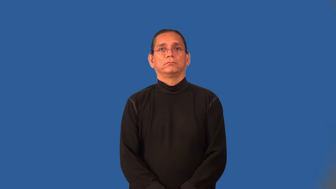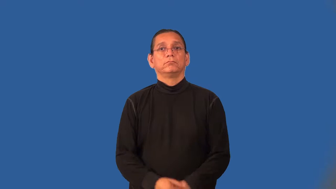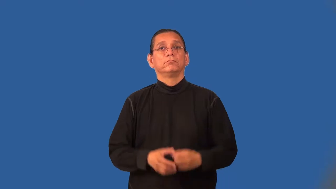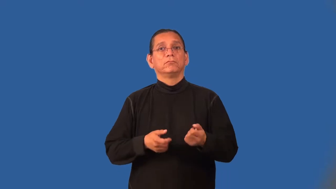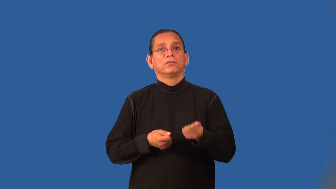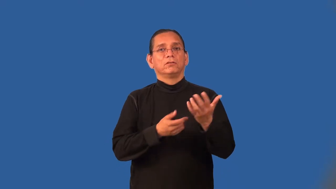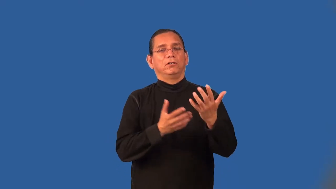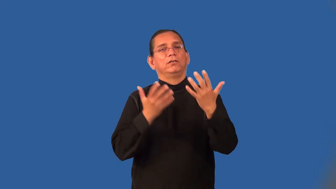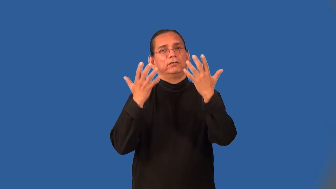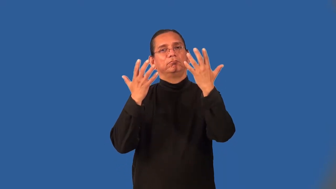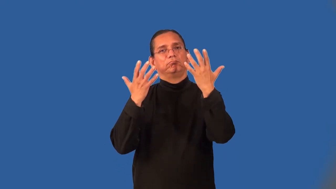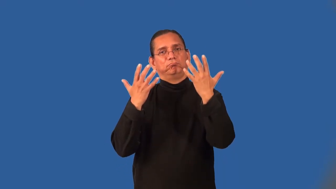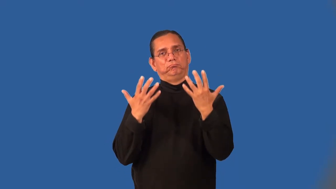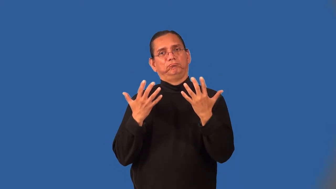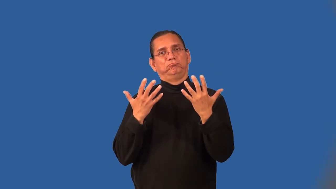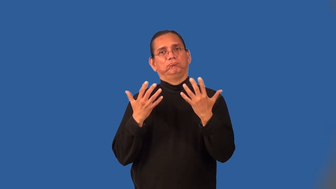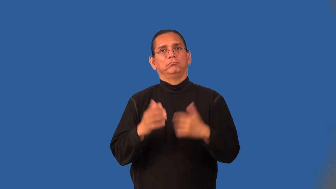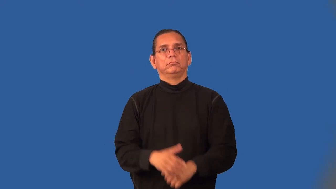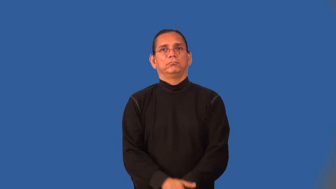poignant